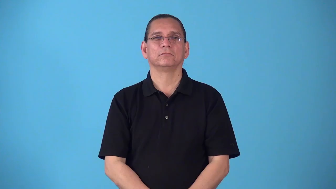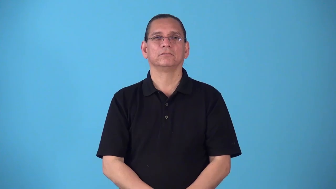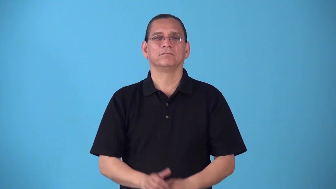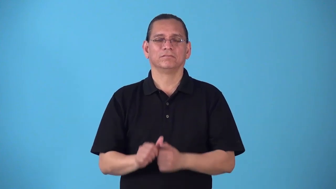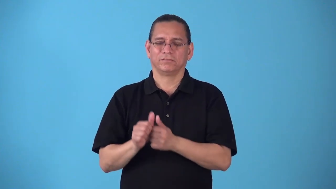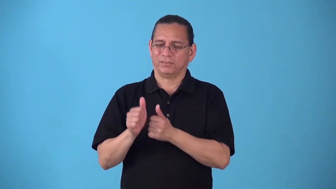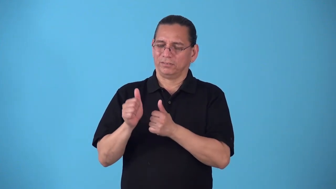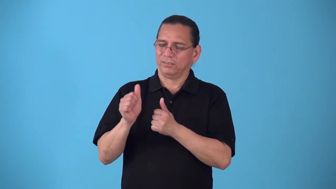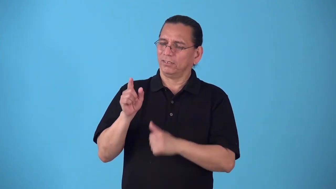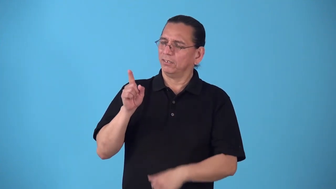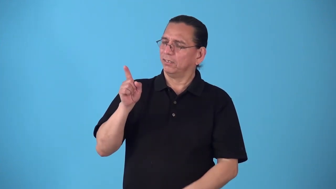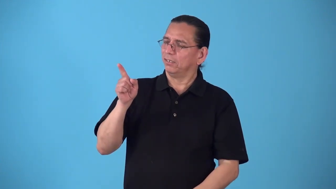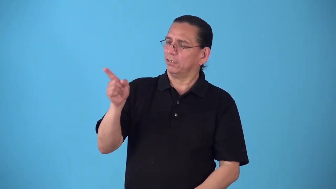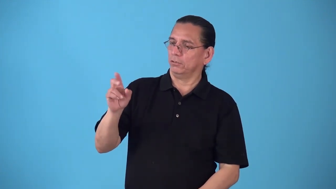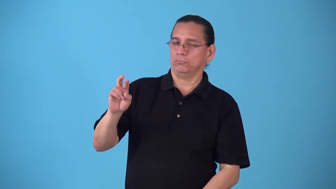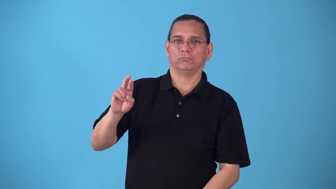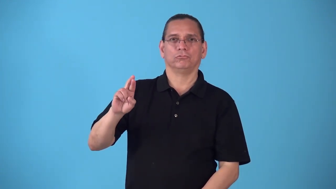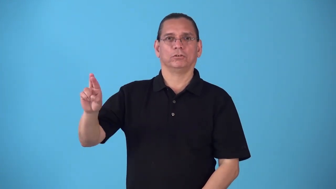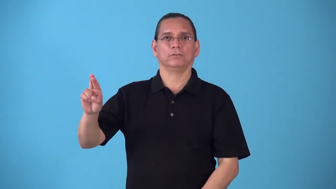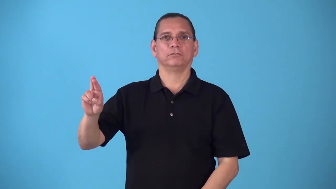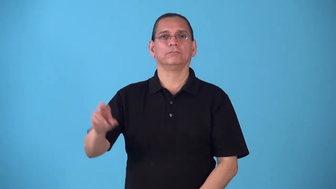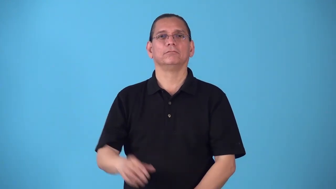rightmost